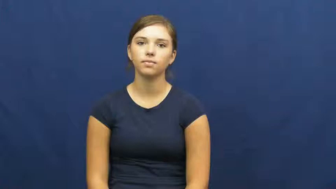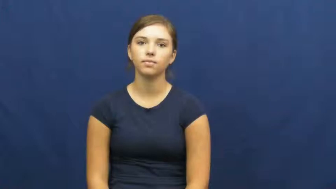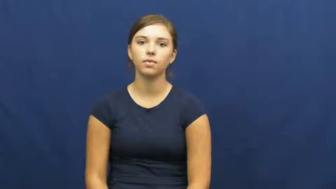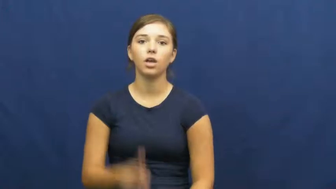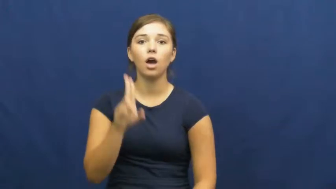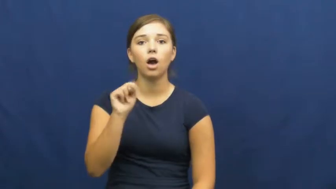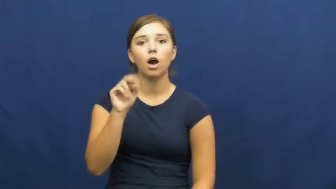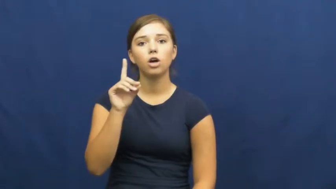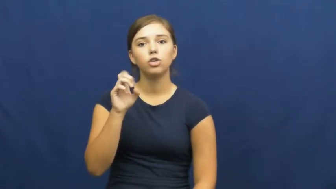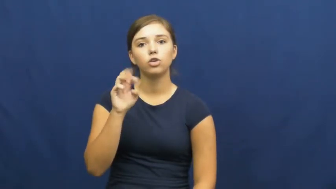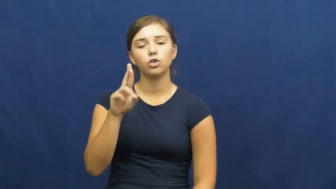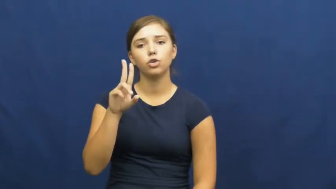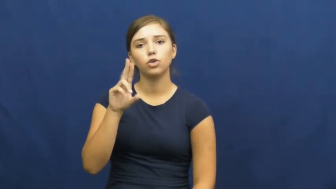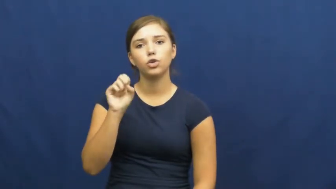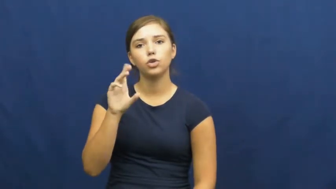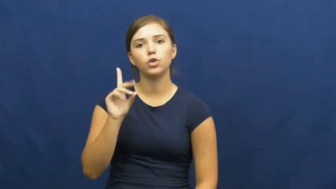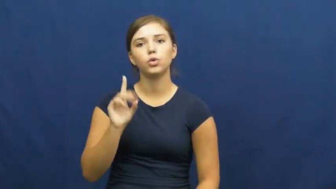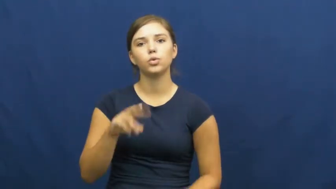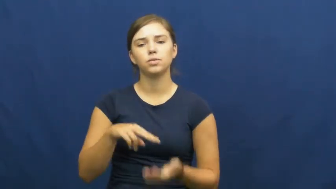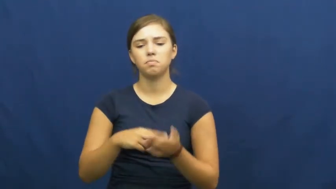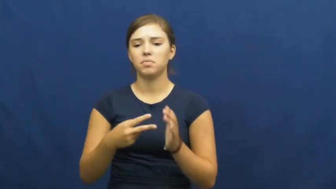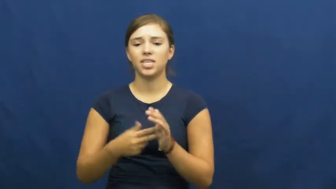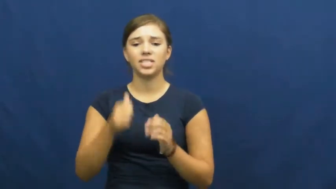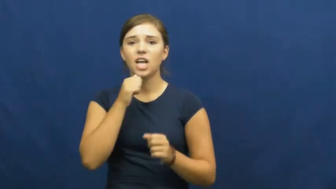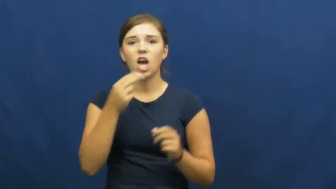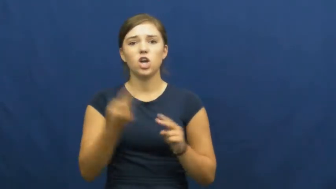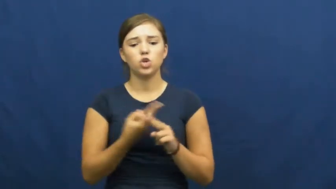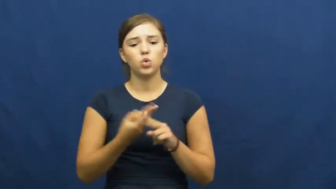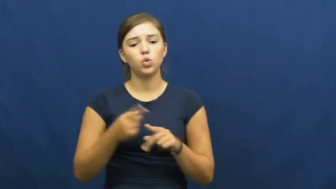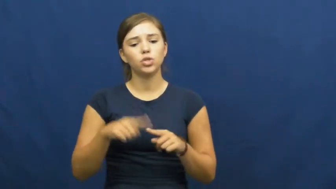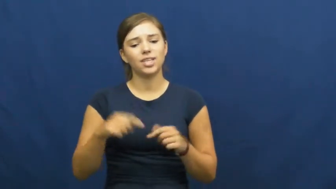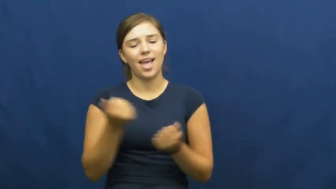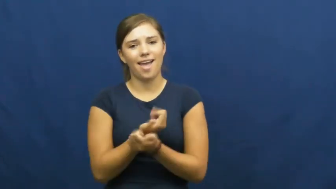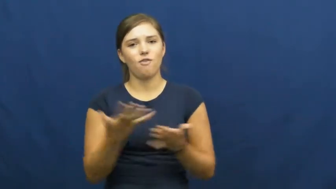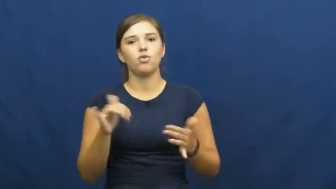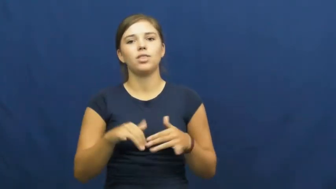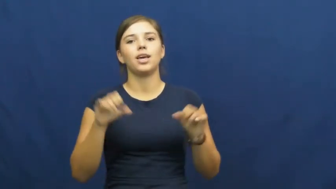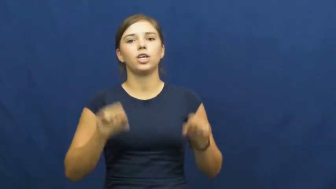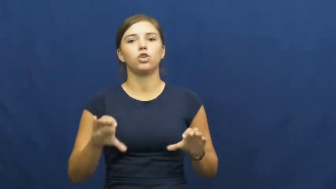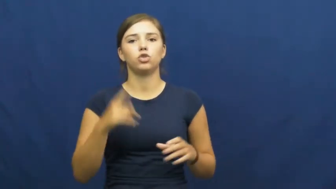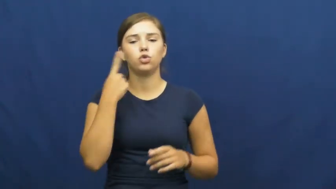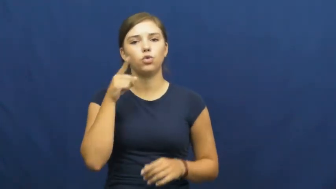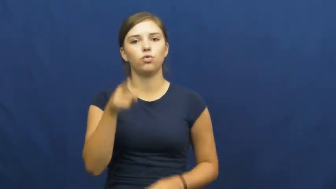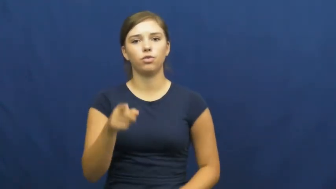underused